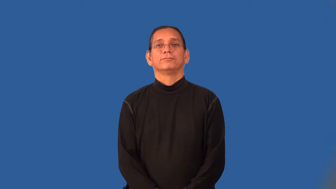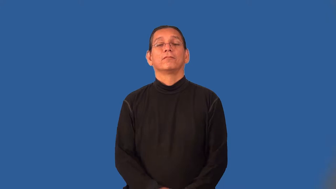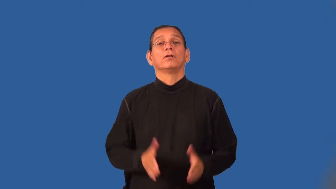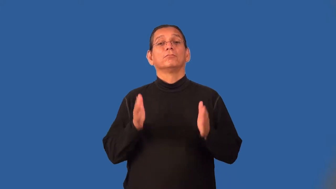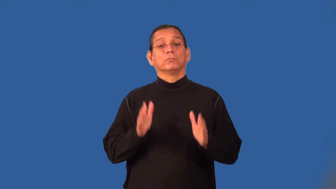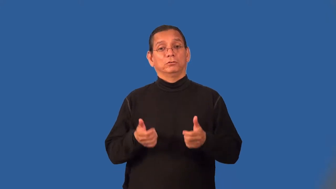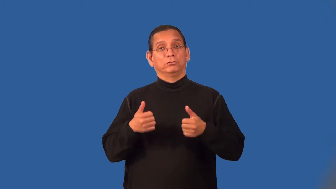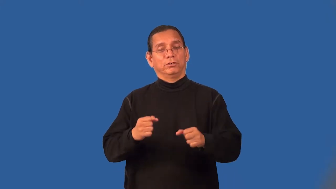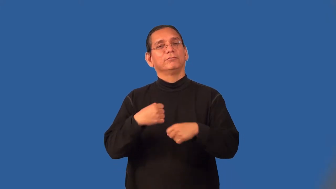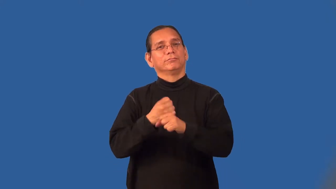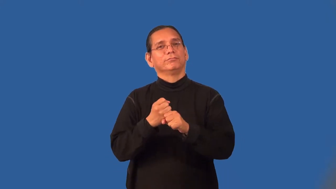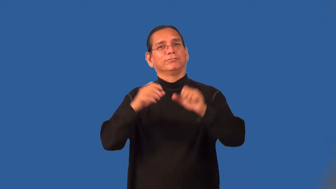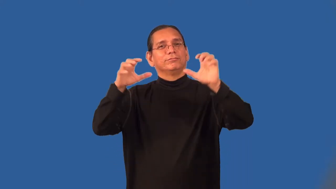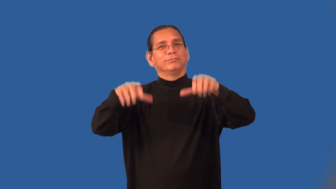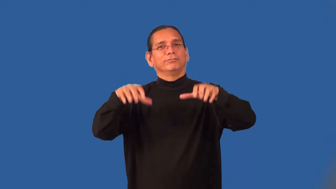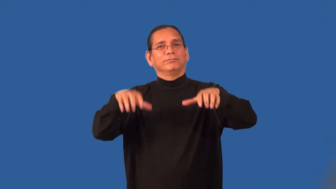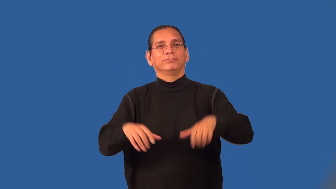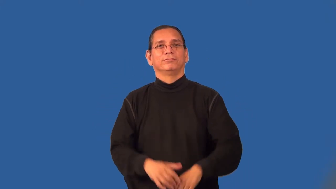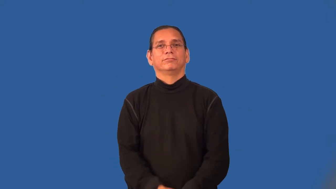rainmaker